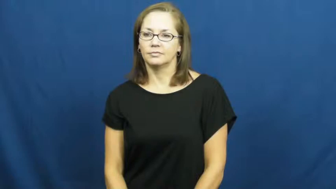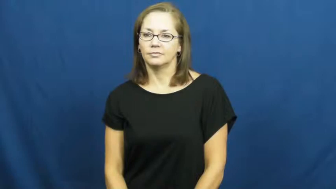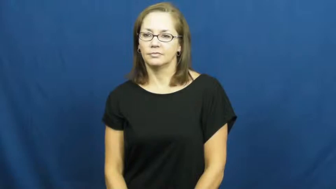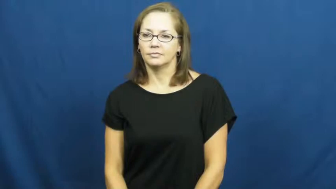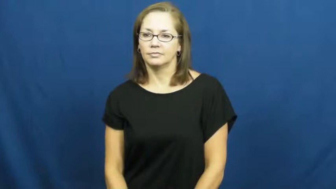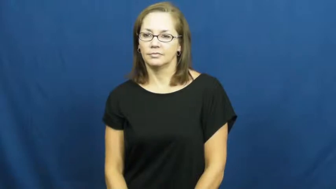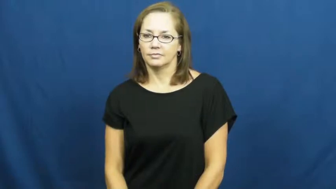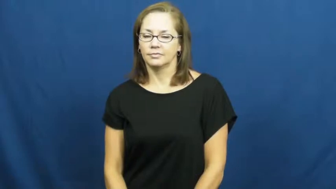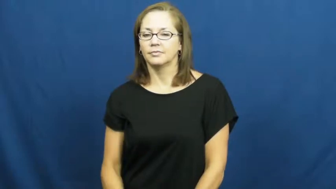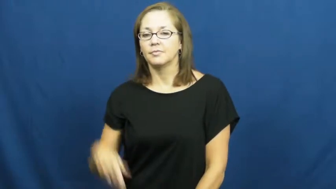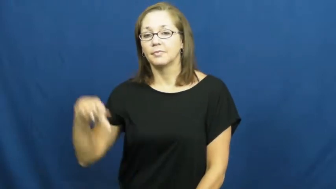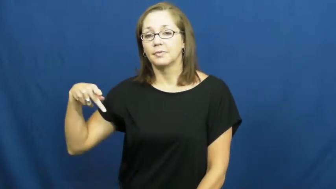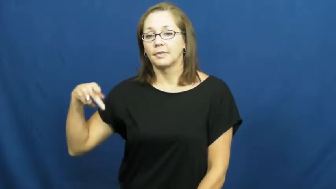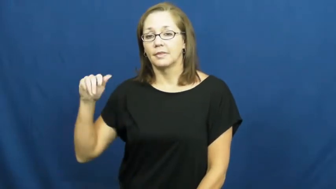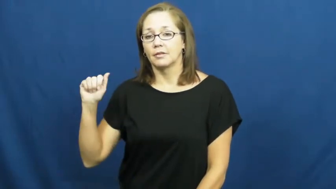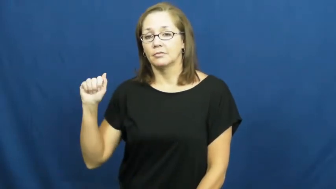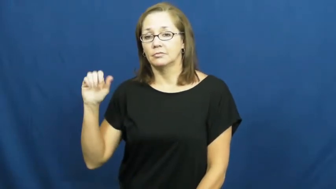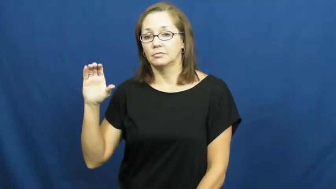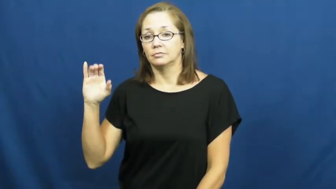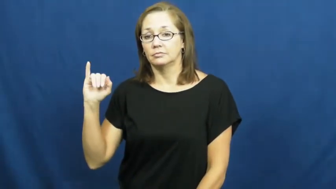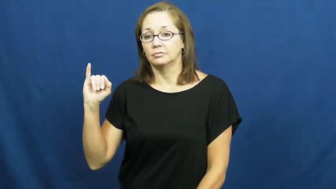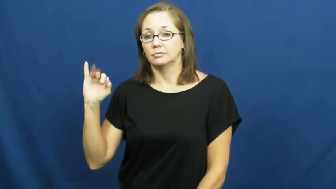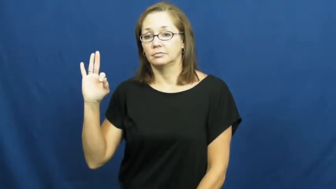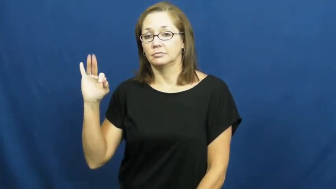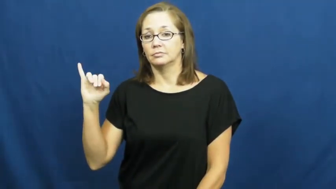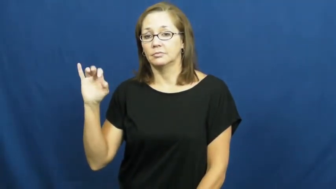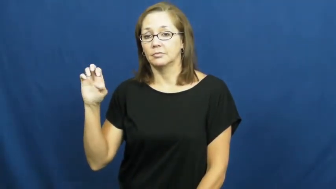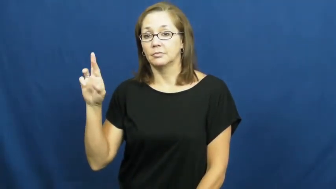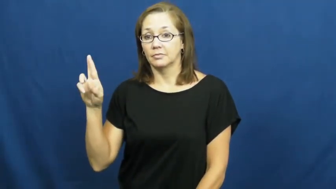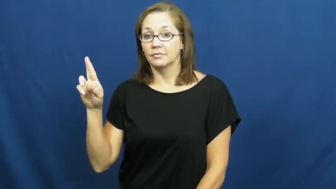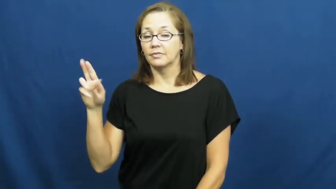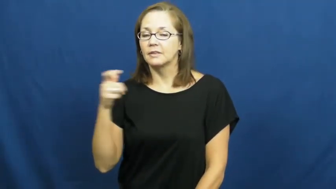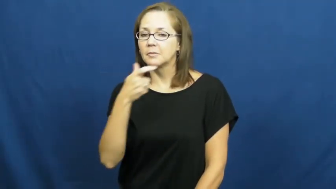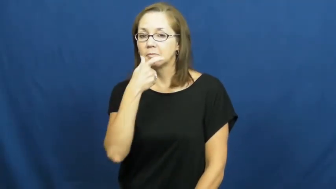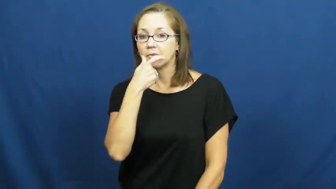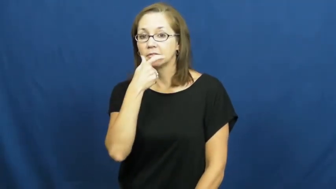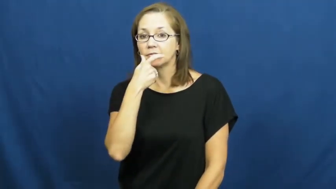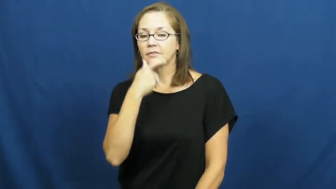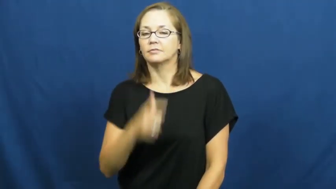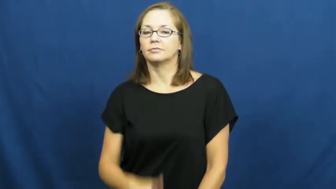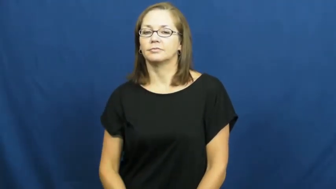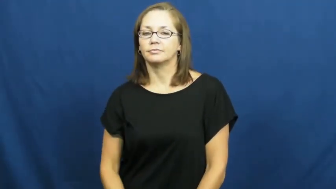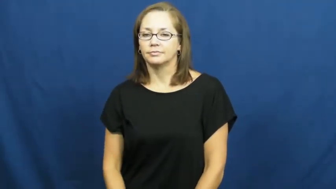pacifier